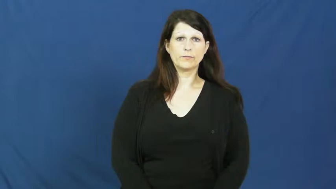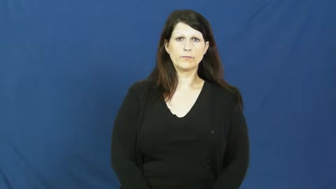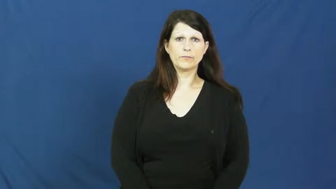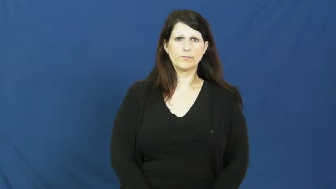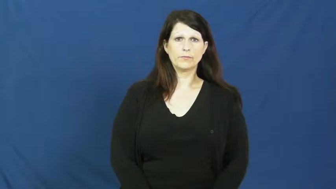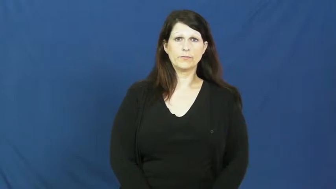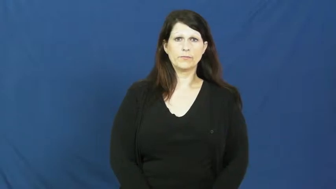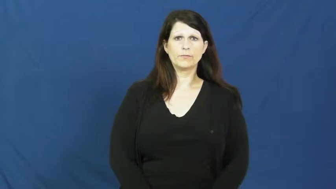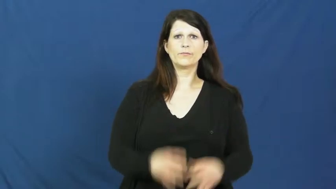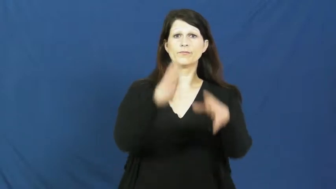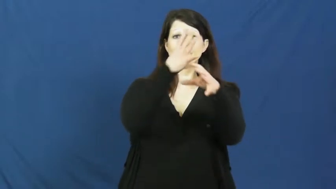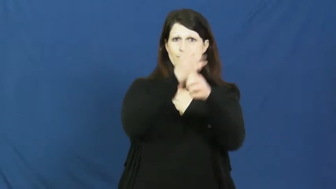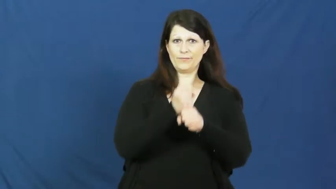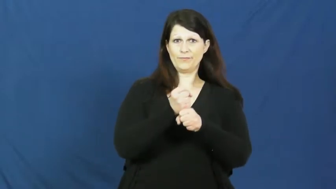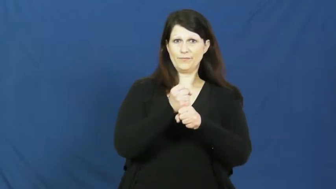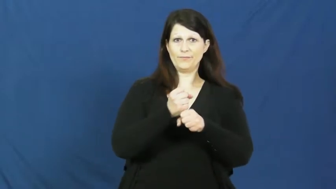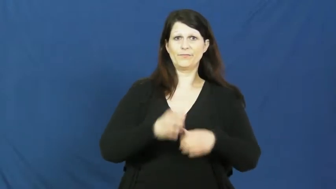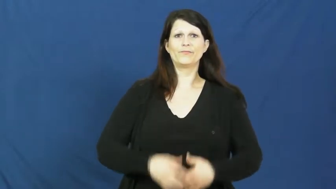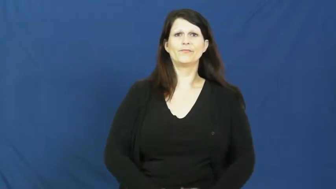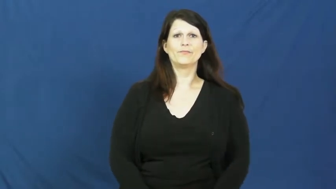pick up-get